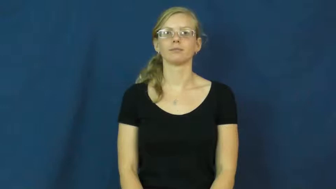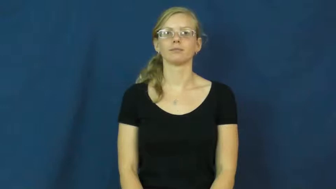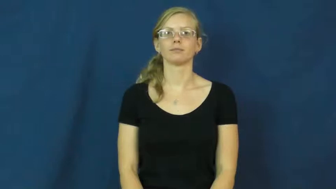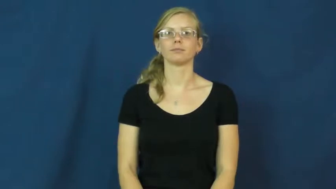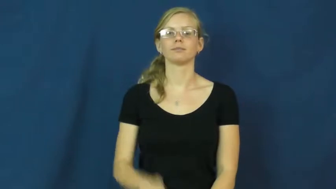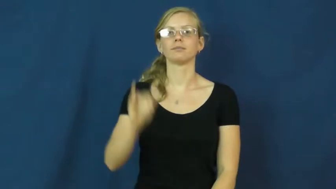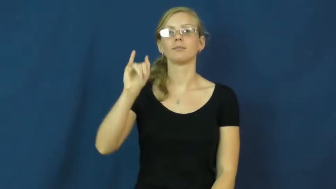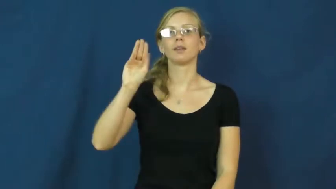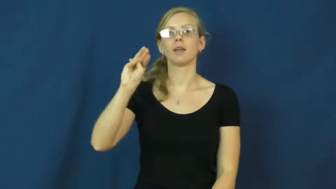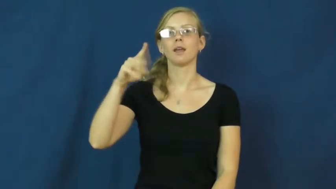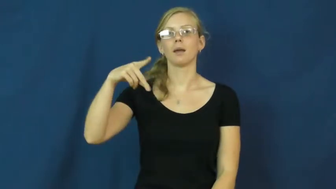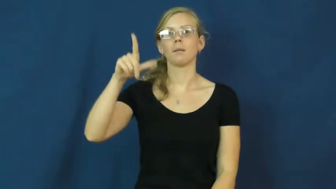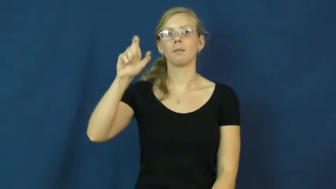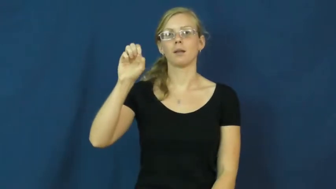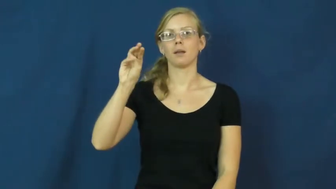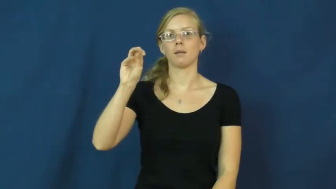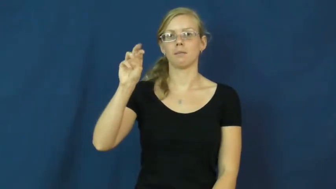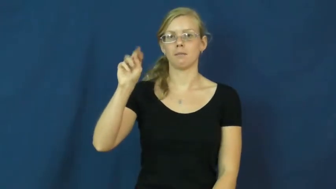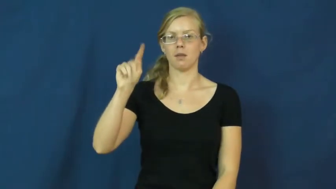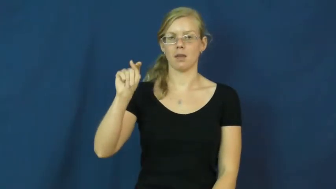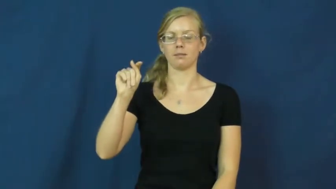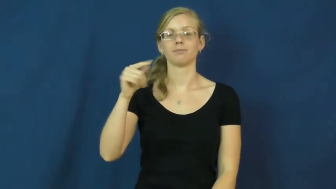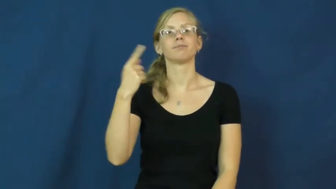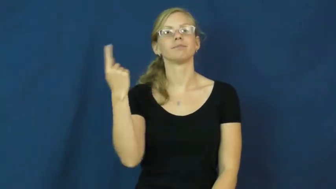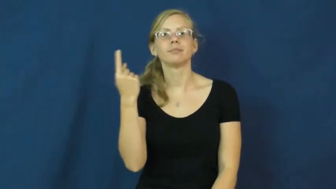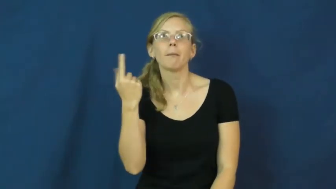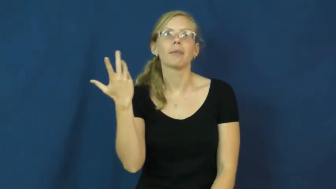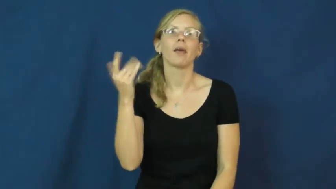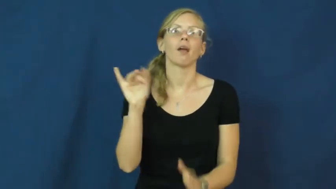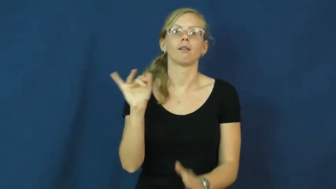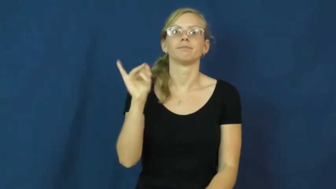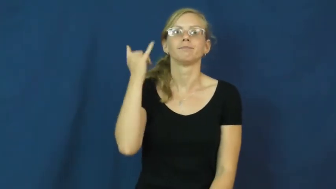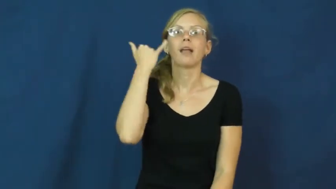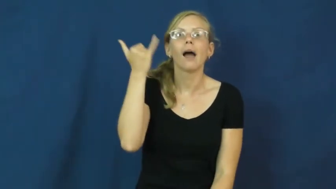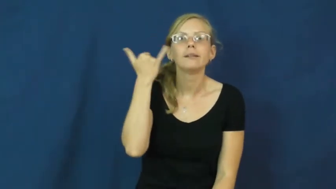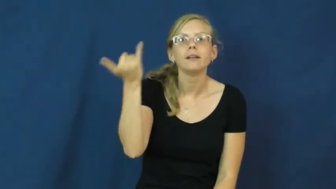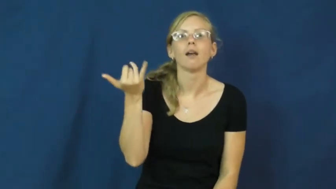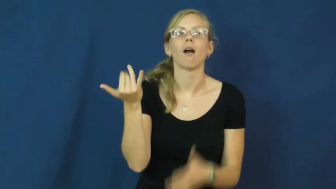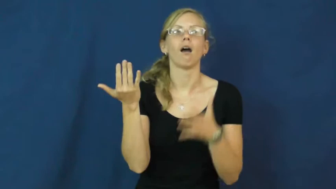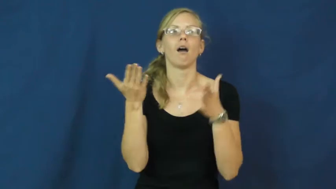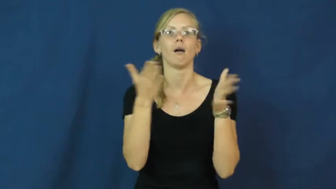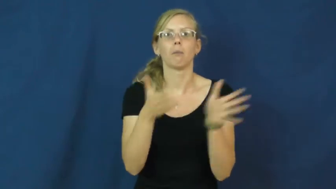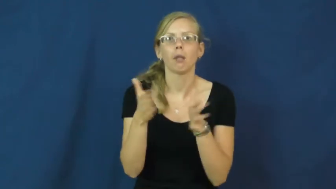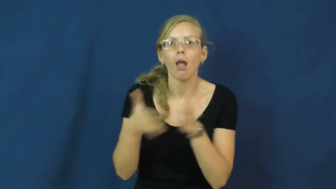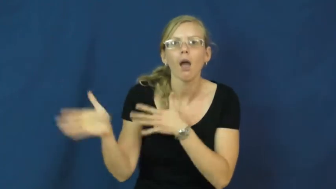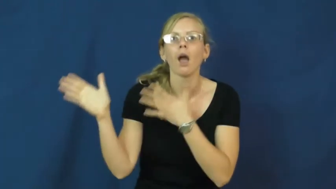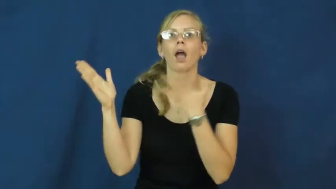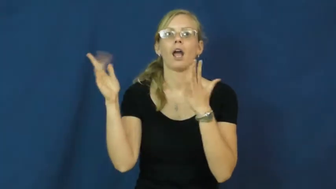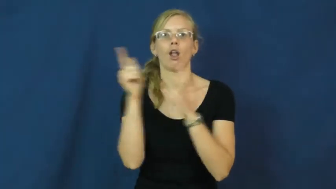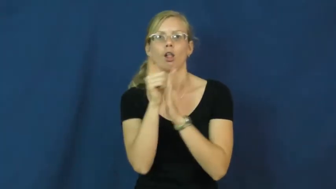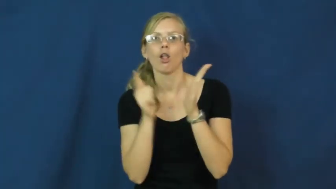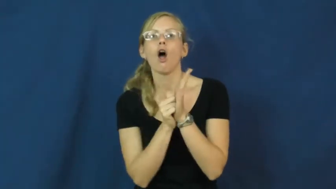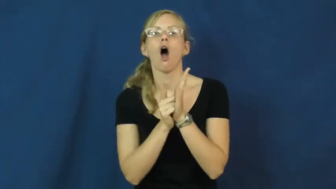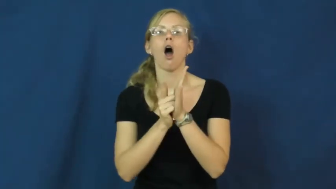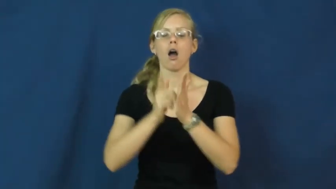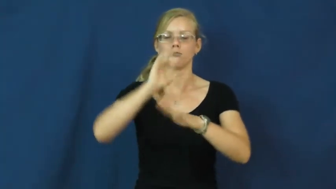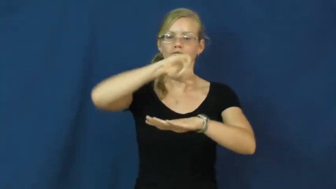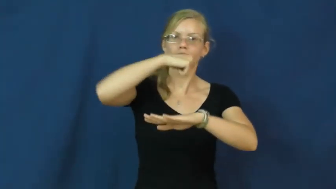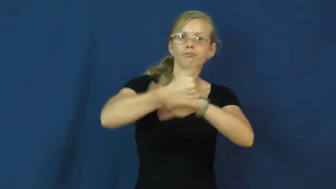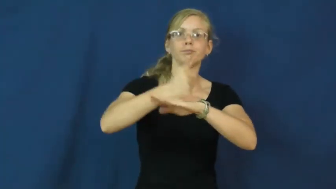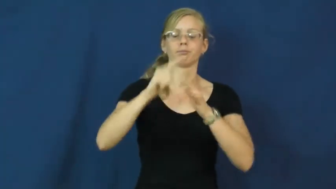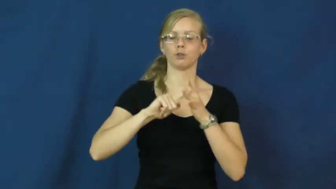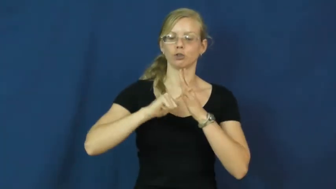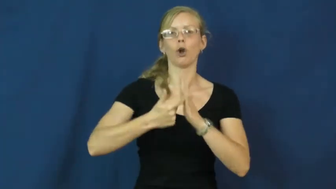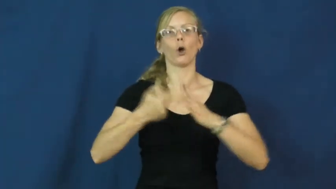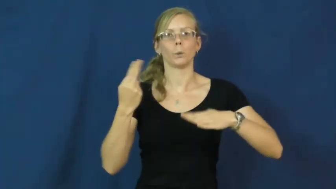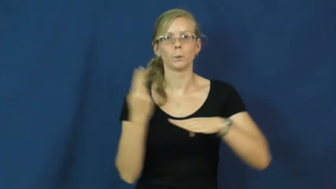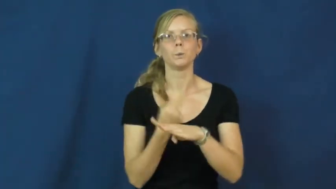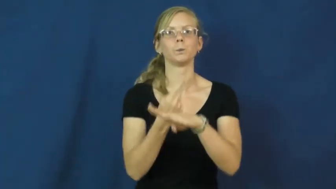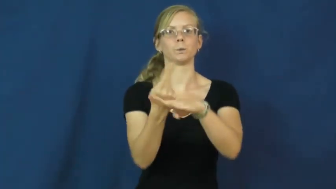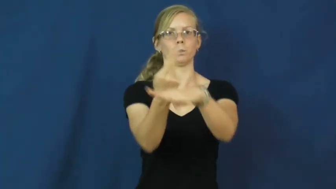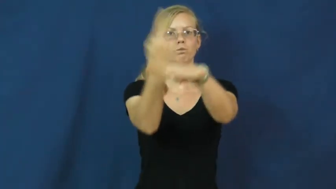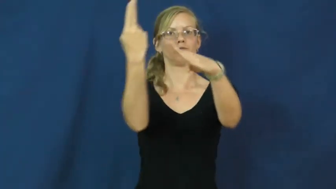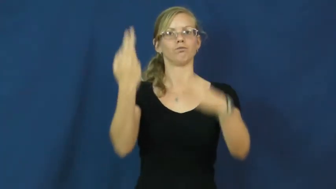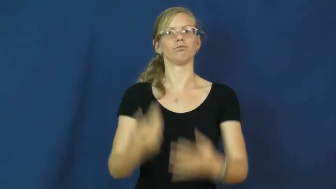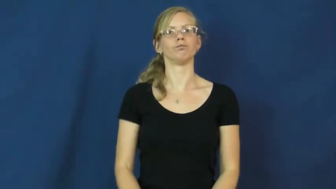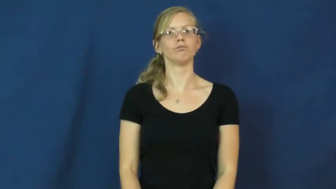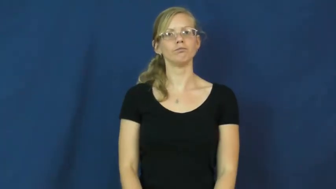implement-start use